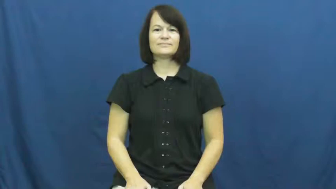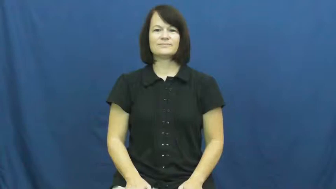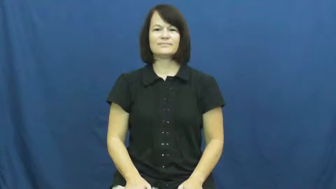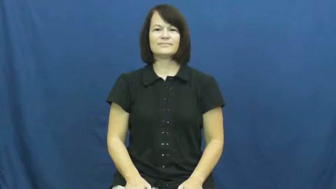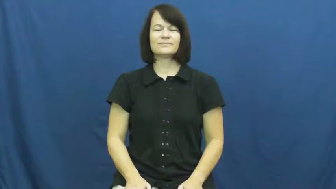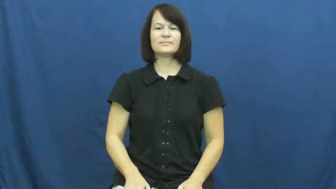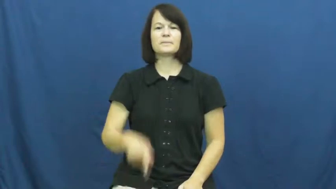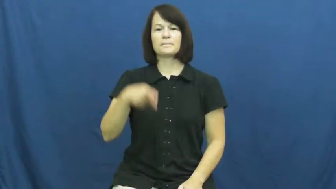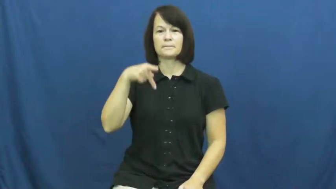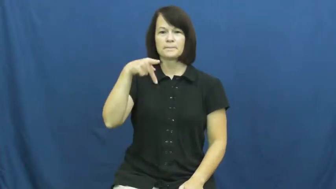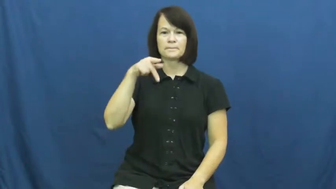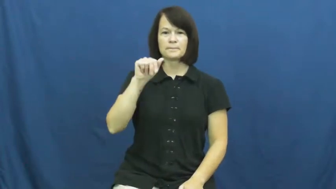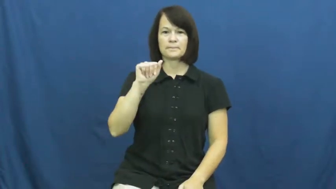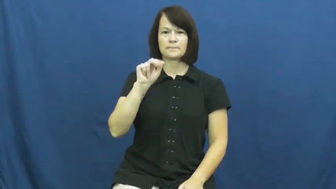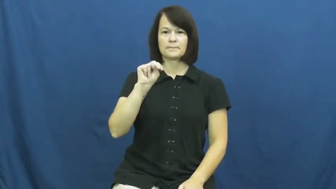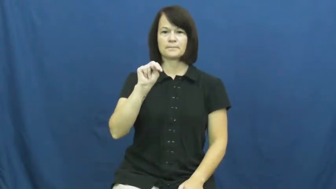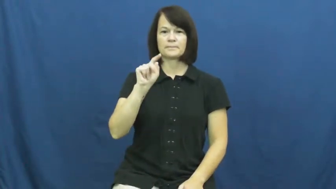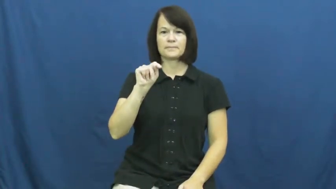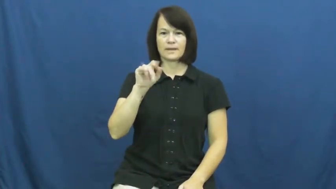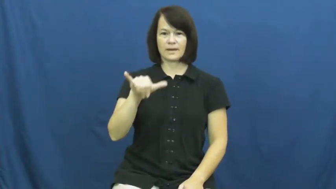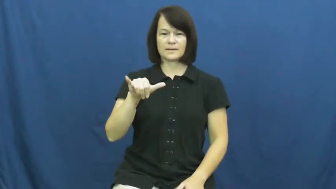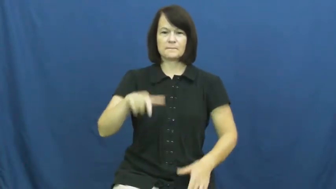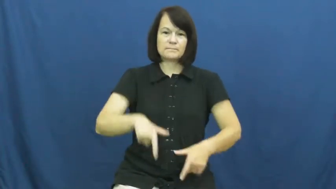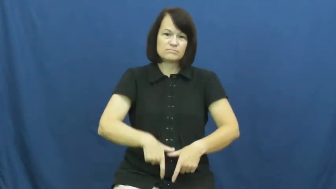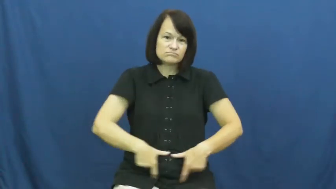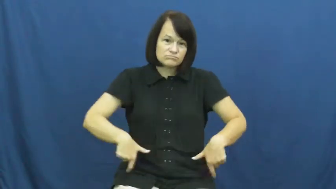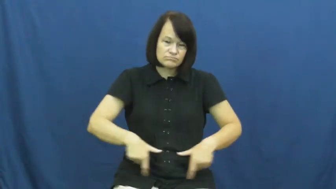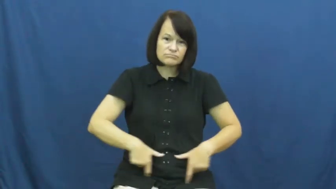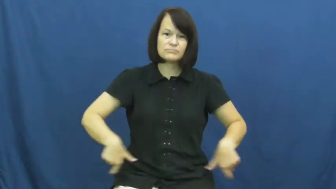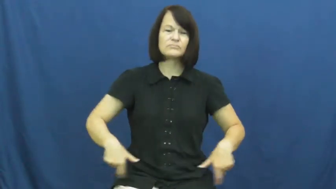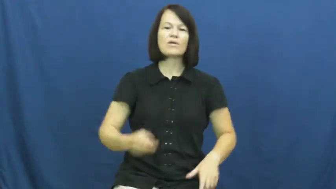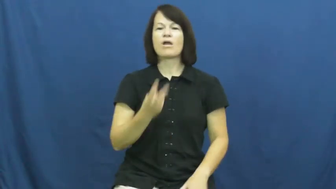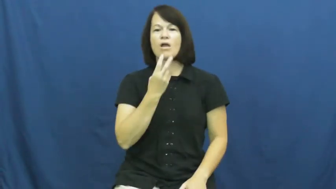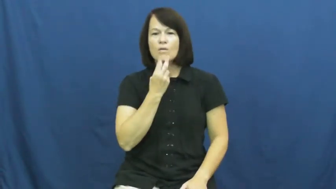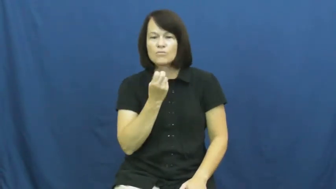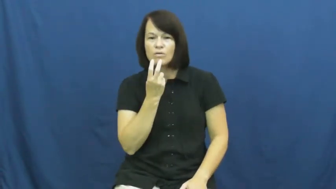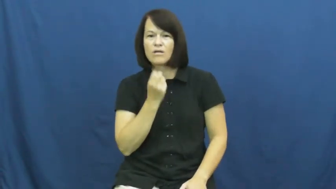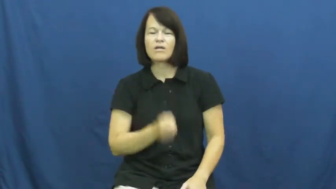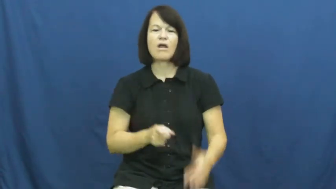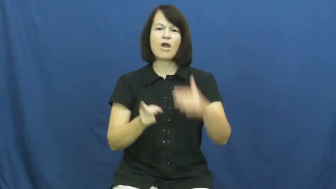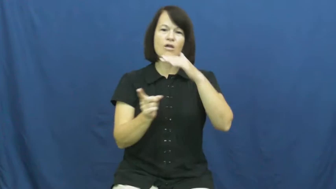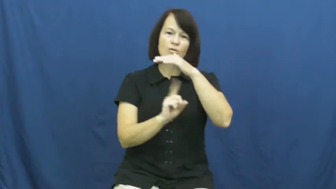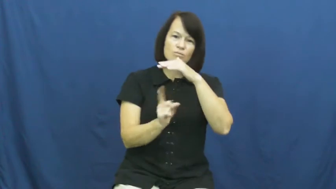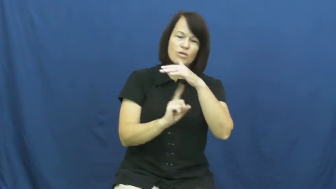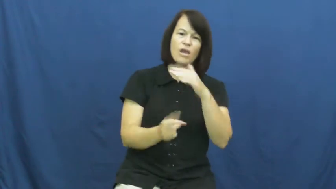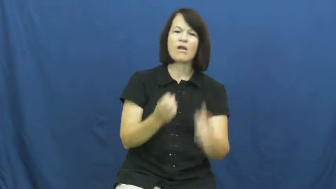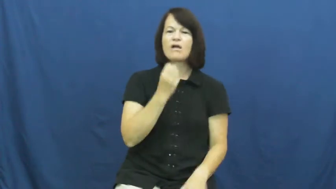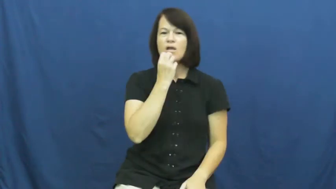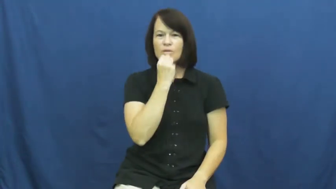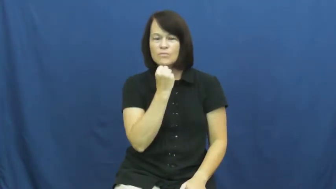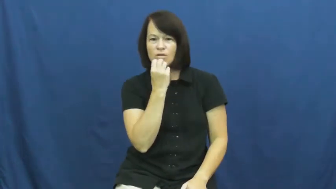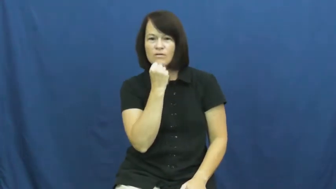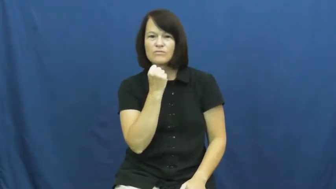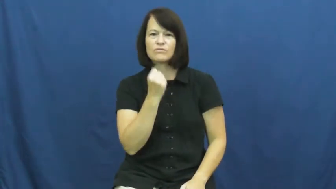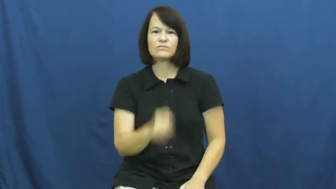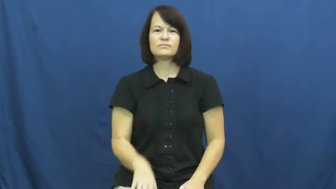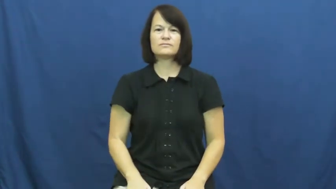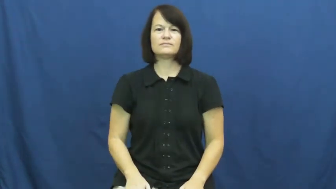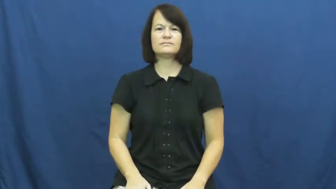panty